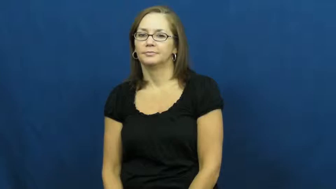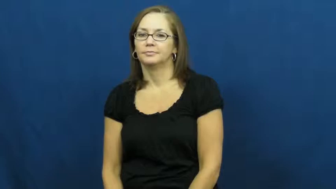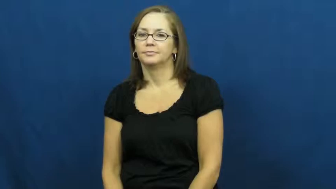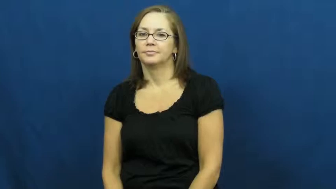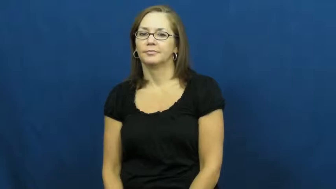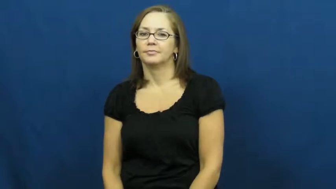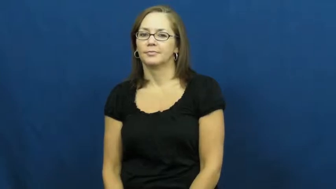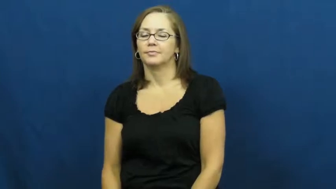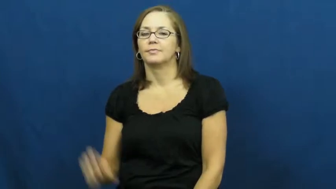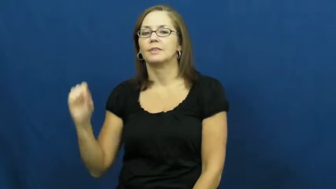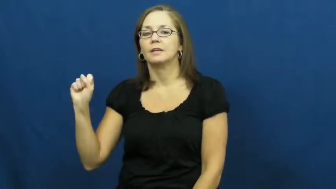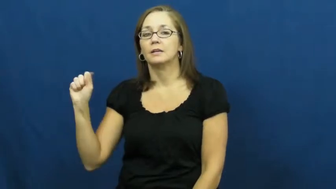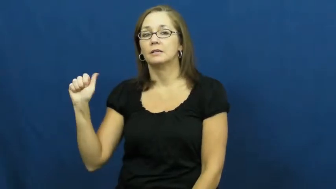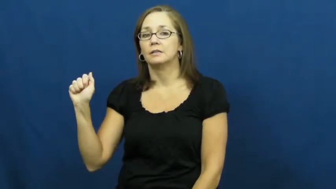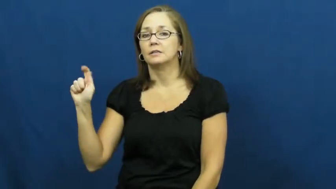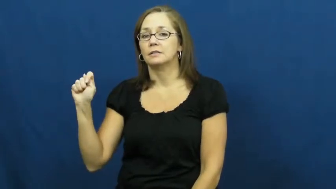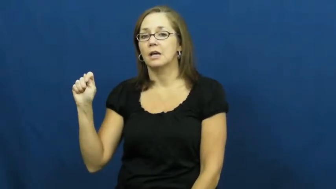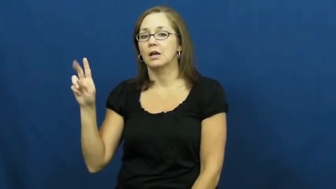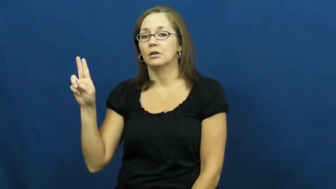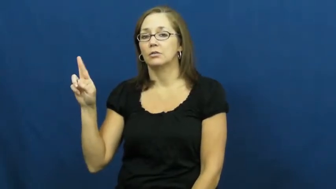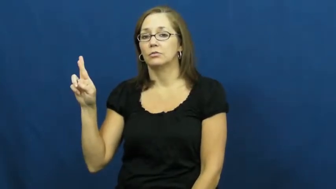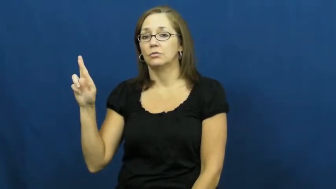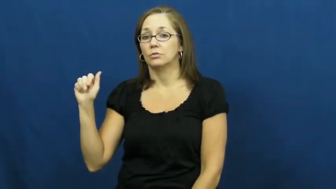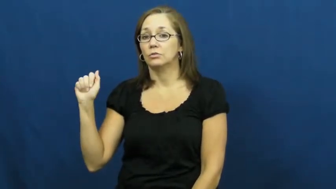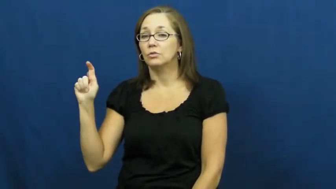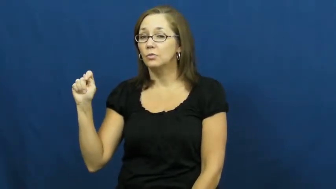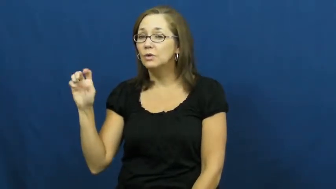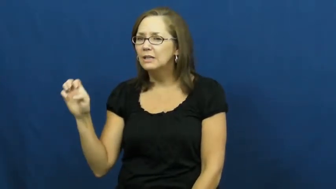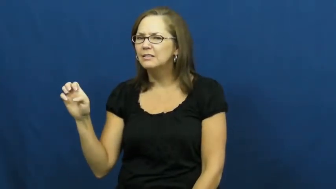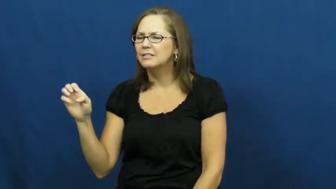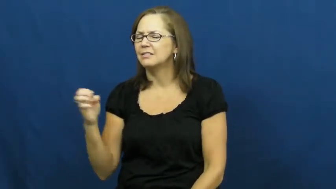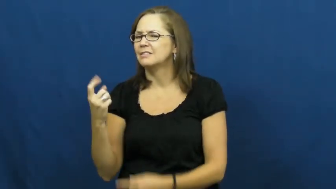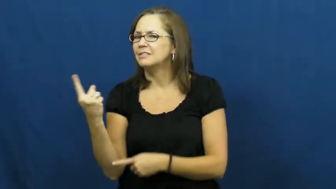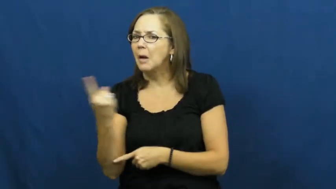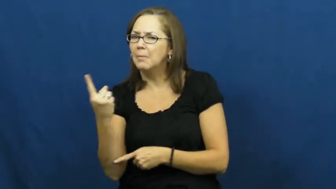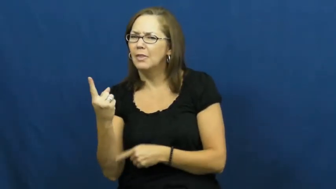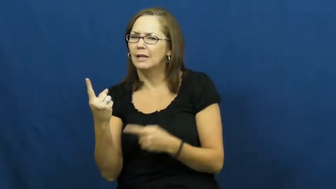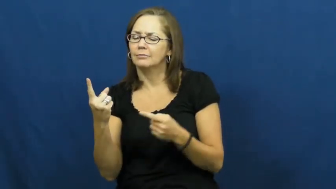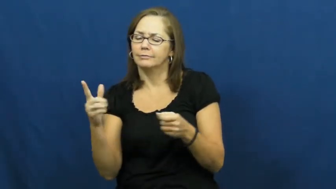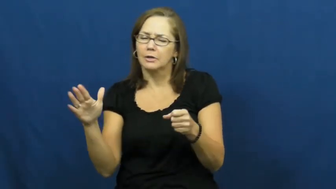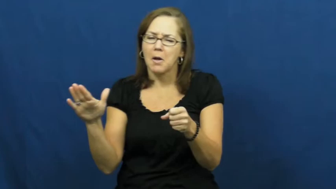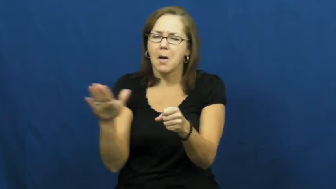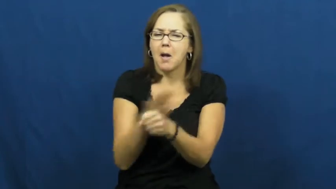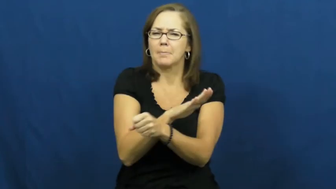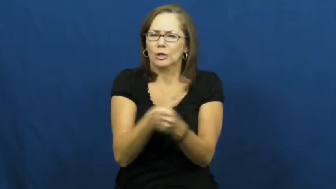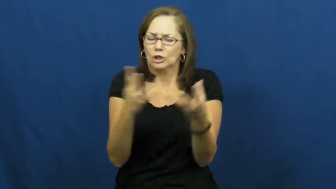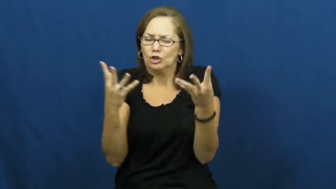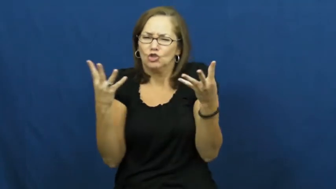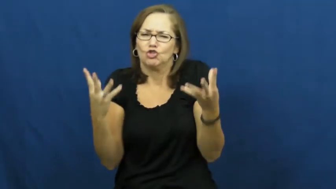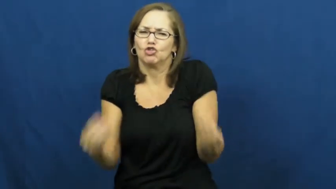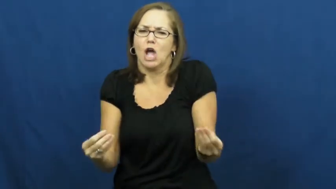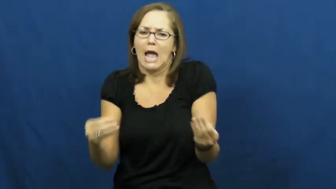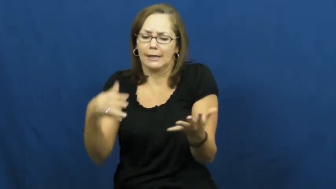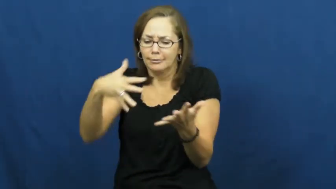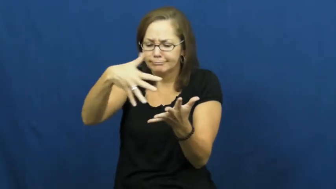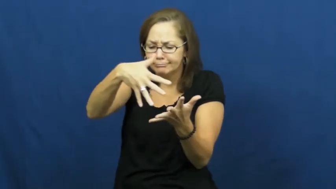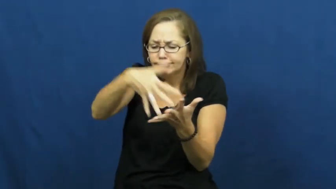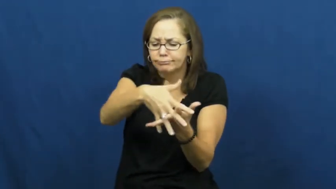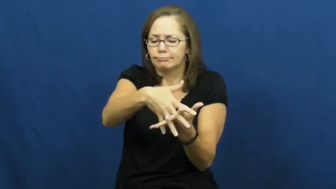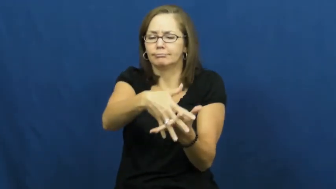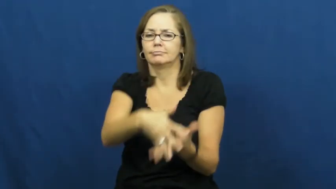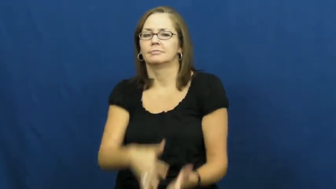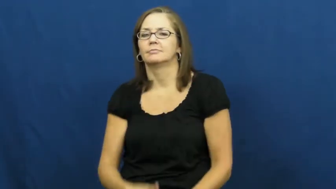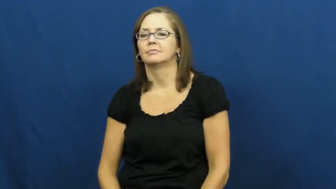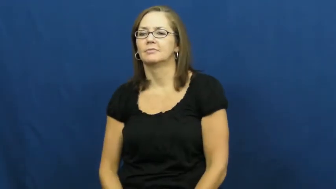saturate